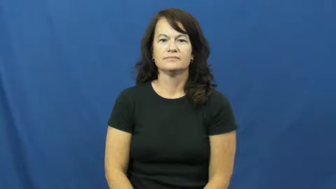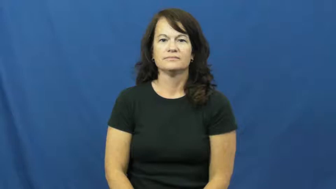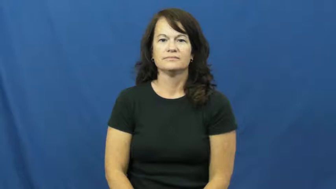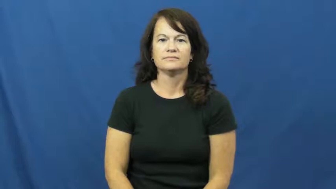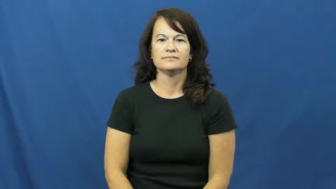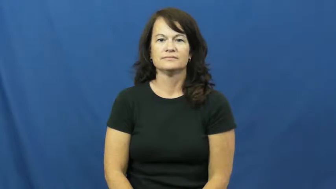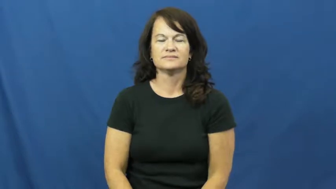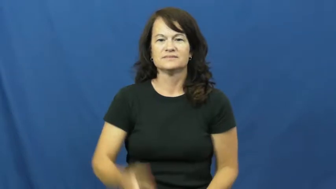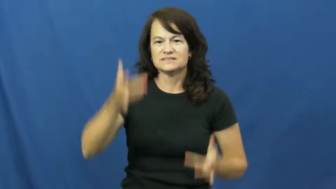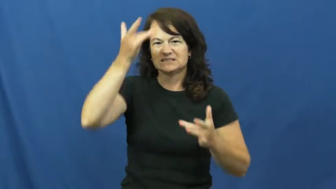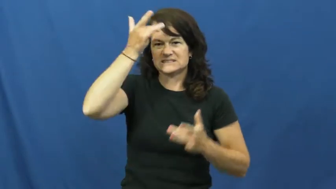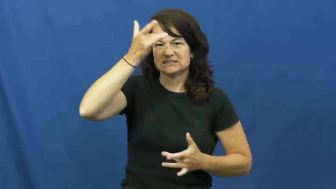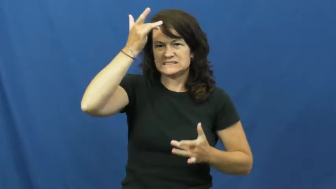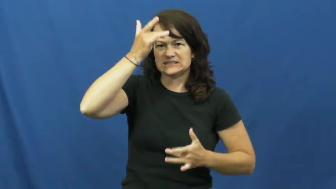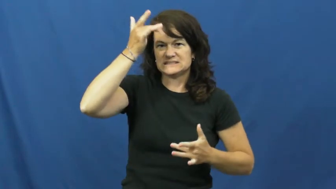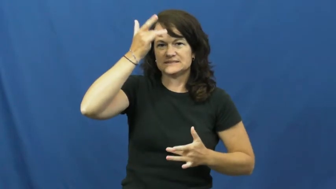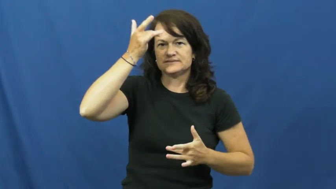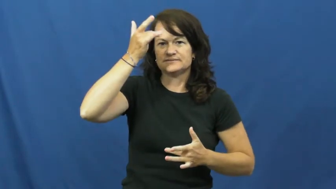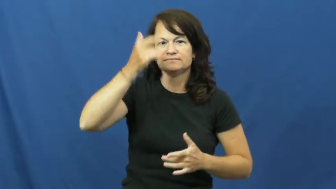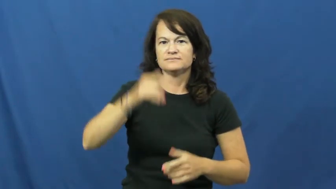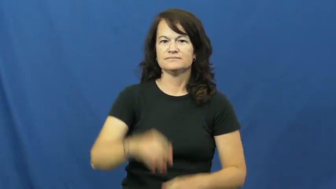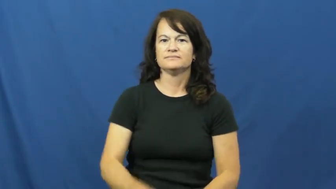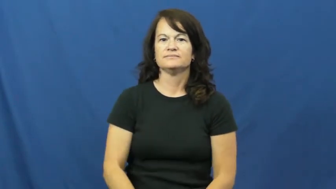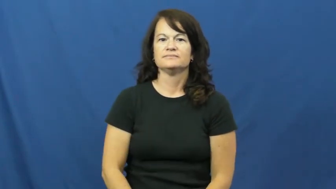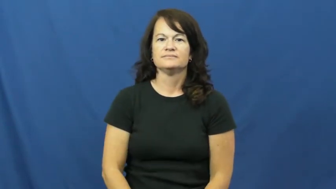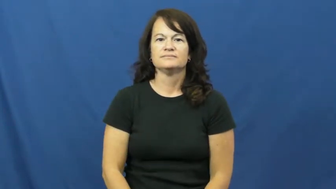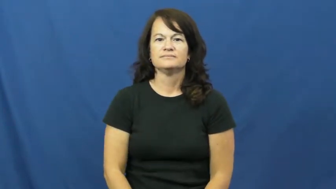disease,malady,affliction,ailment,disorder